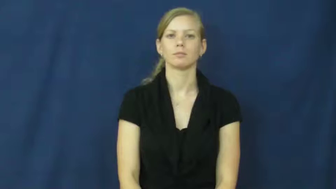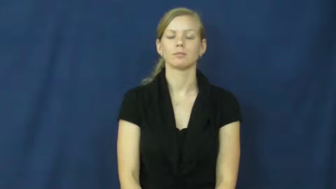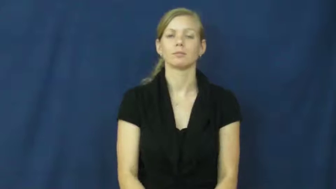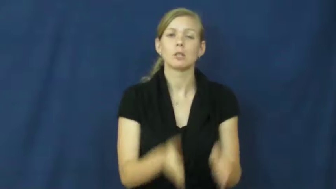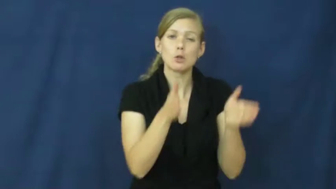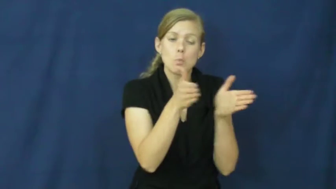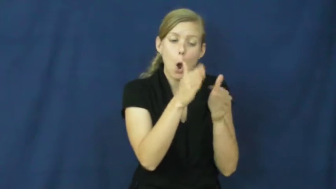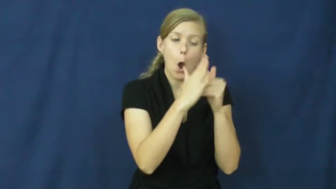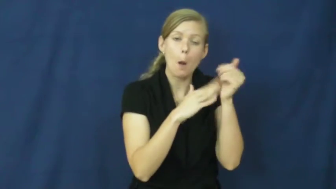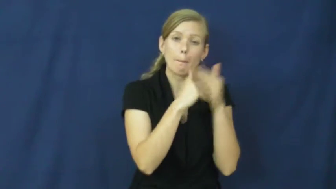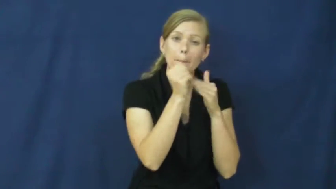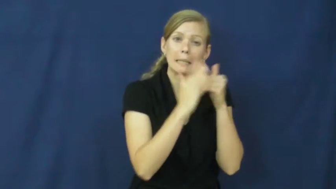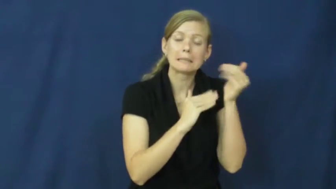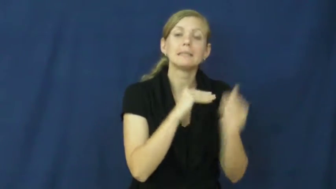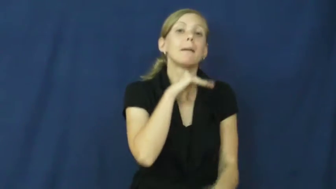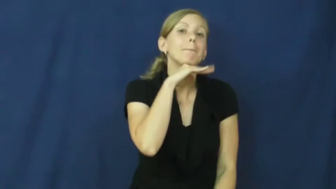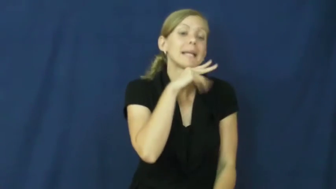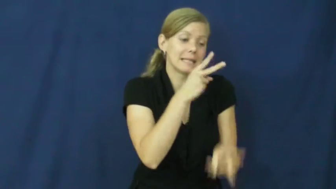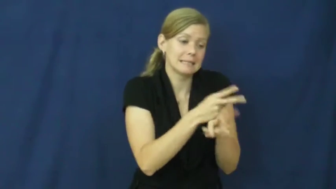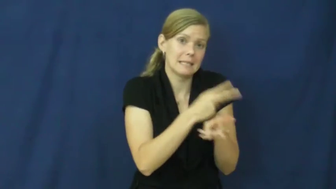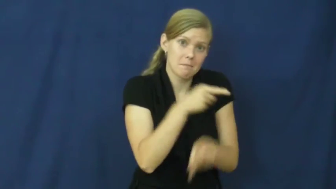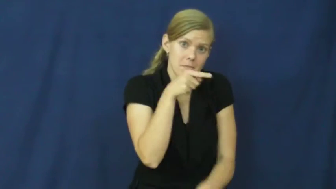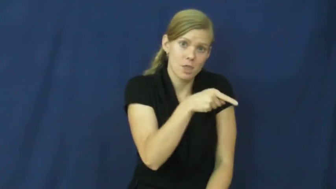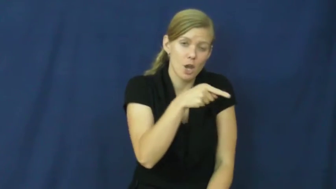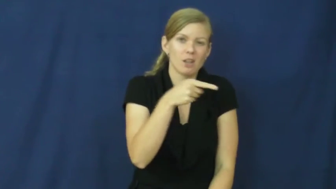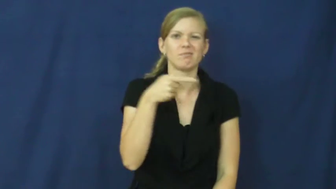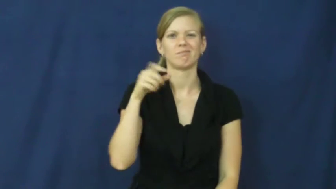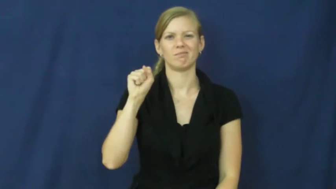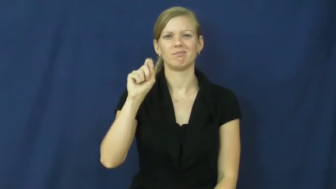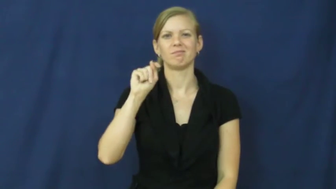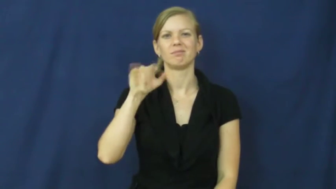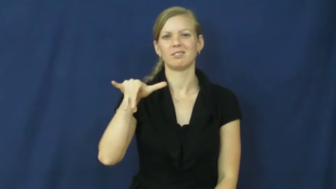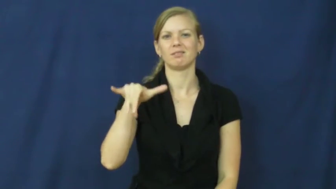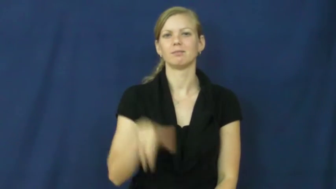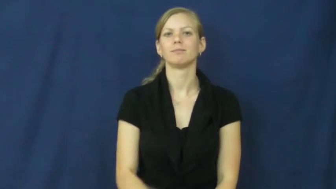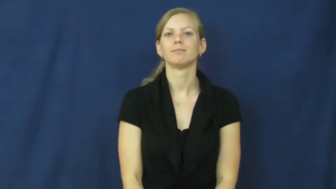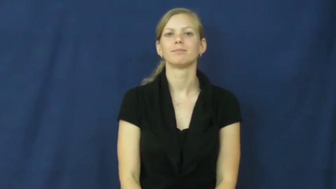sty-pigs